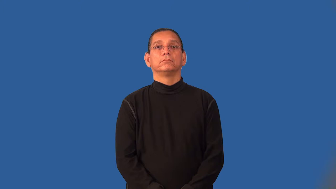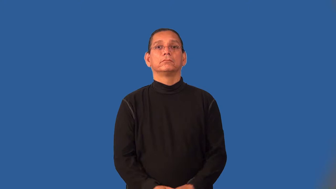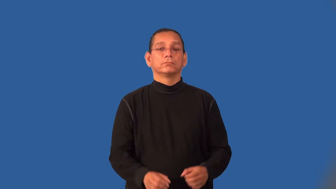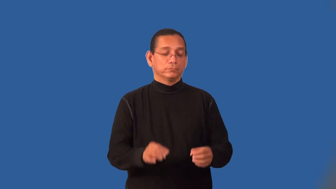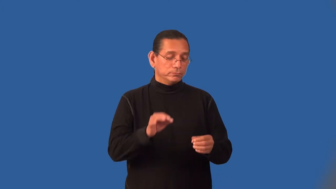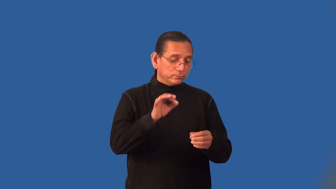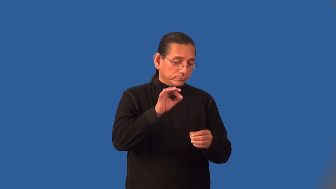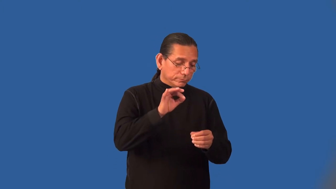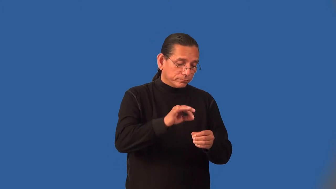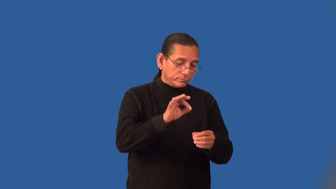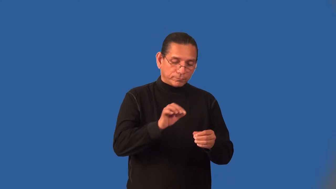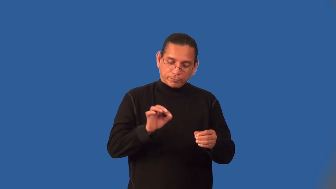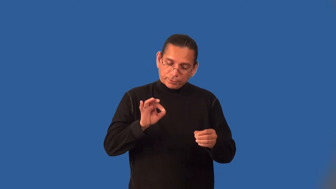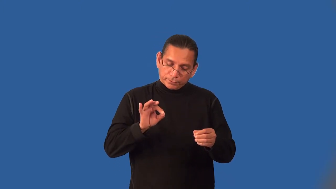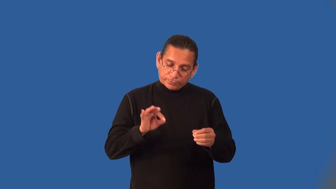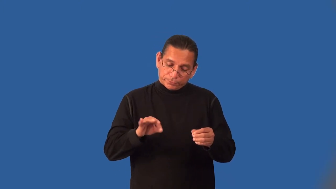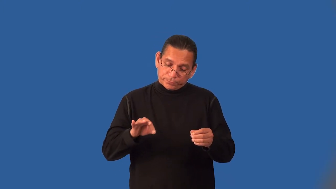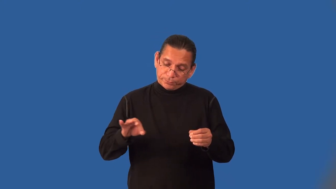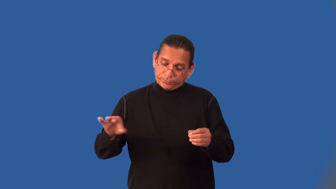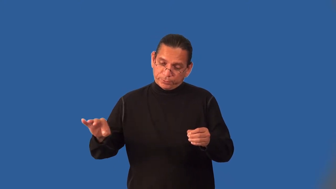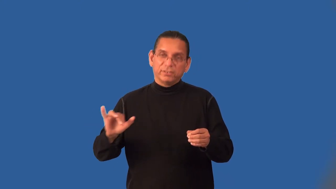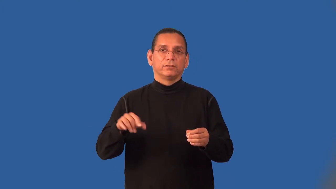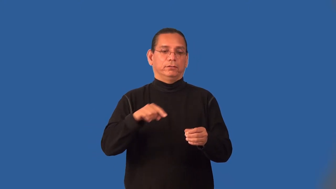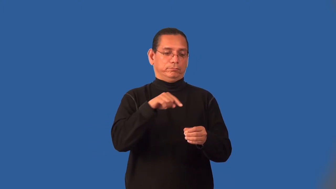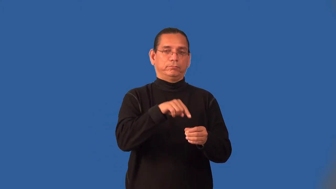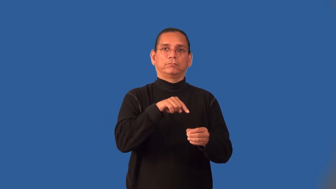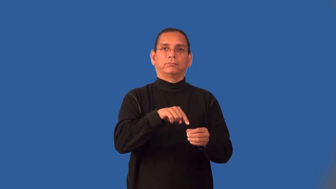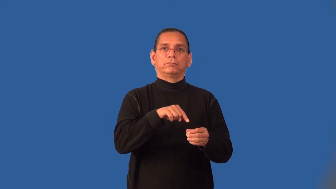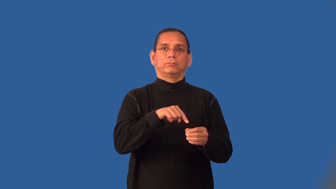inkwell